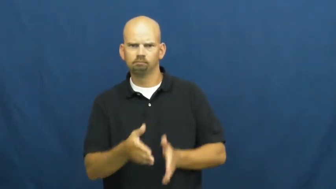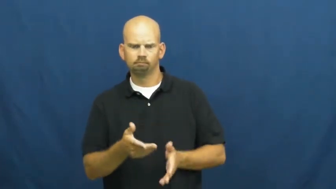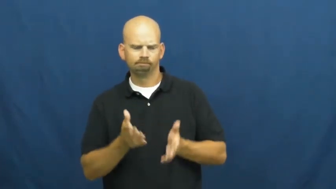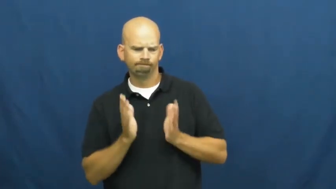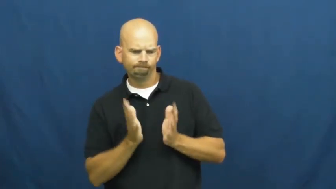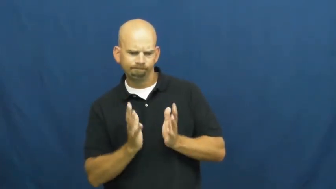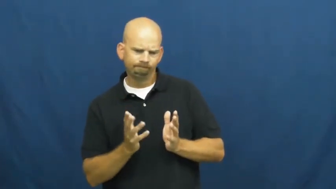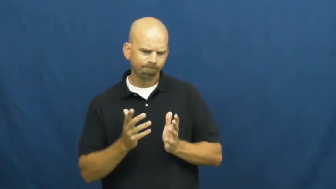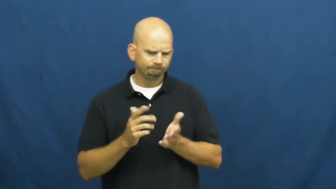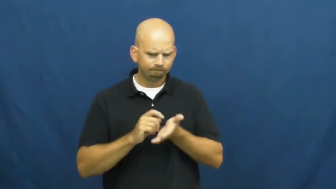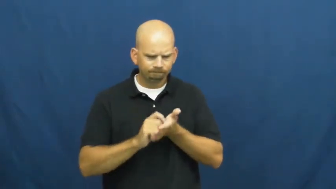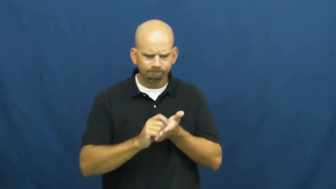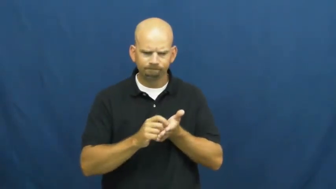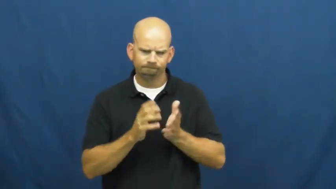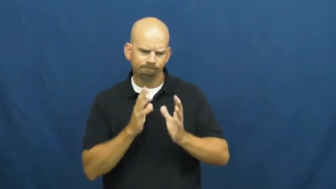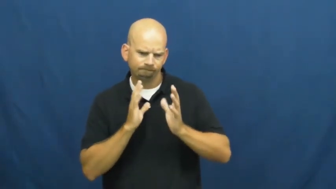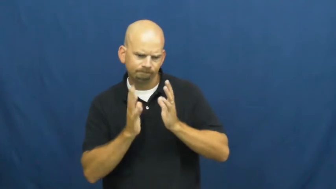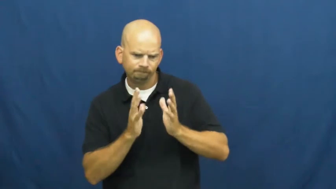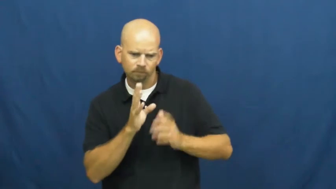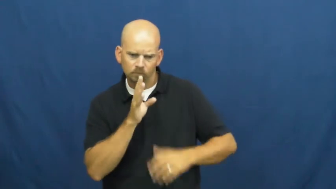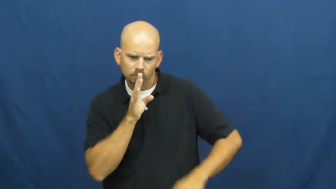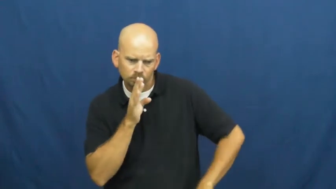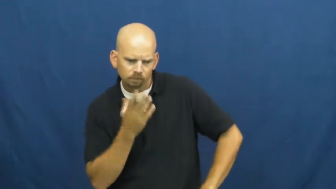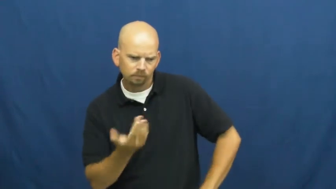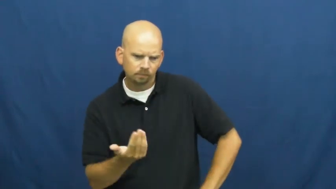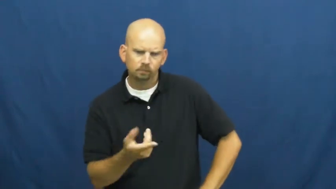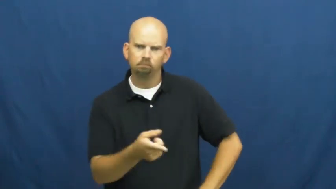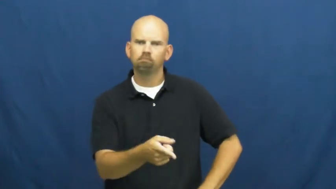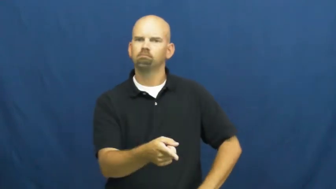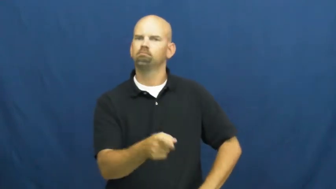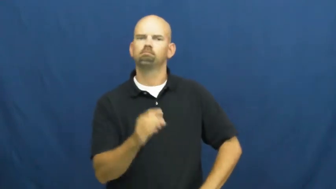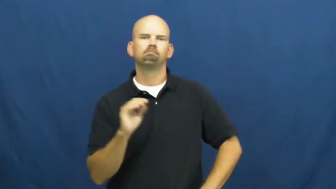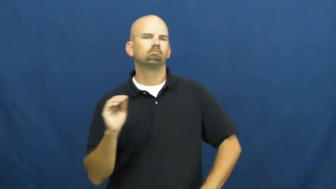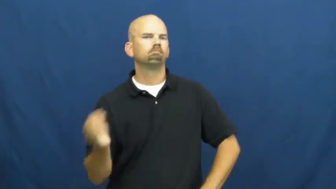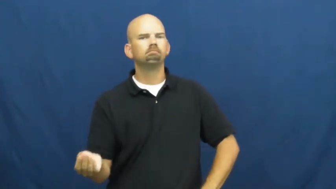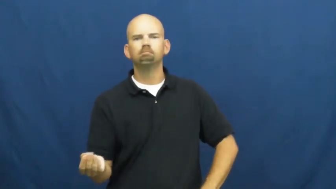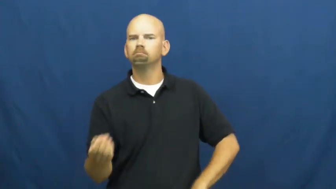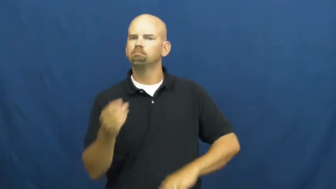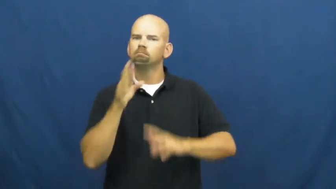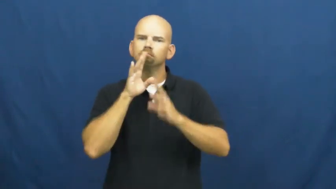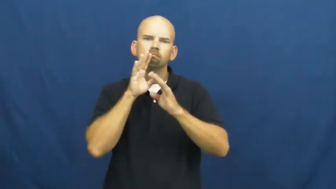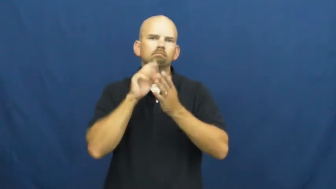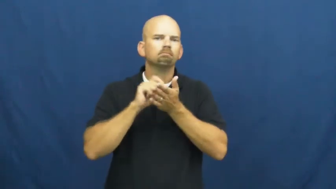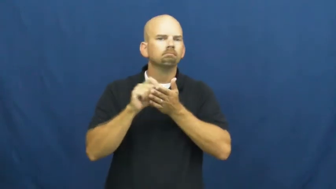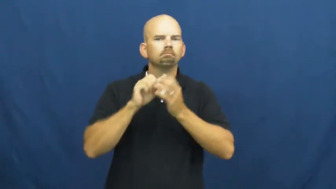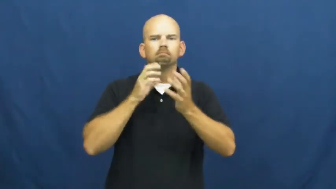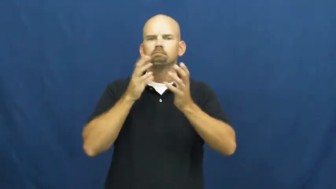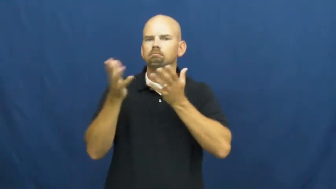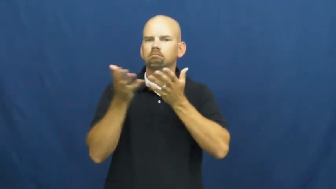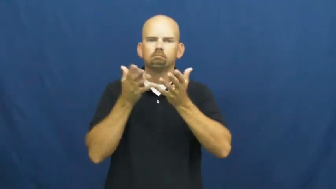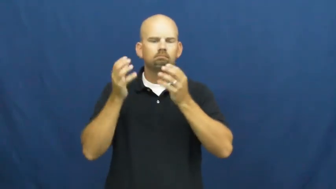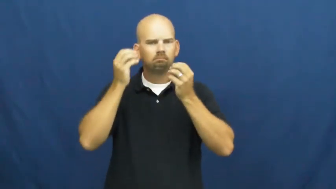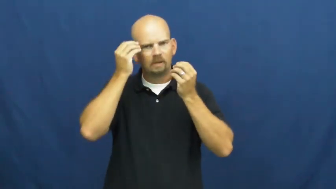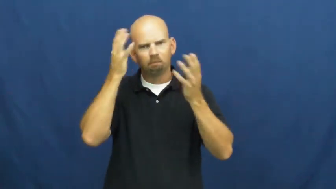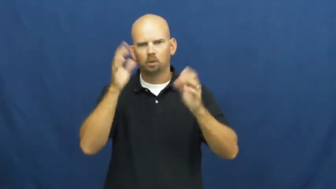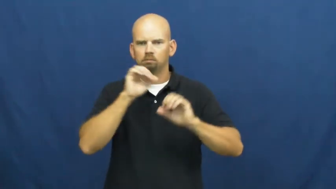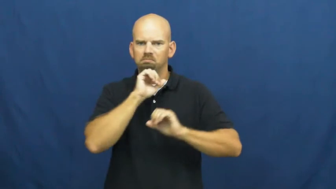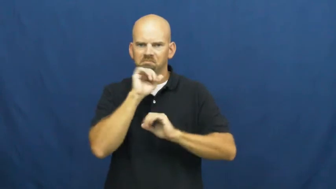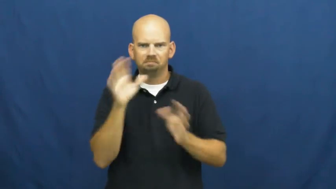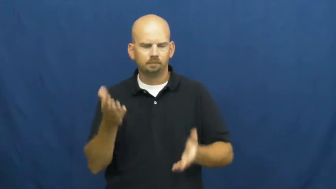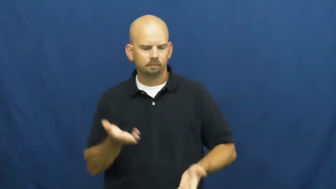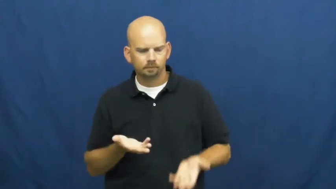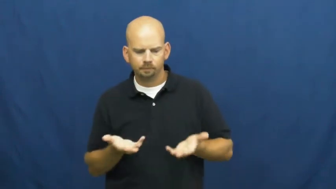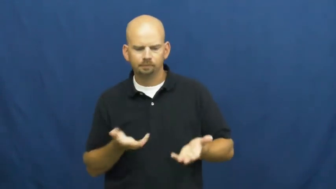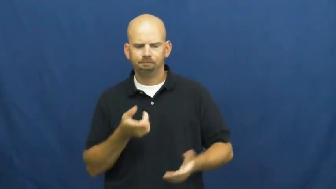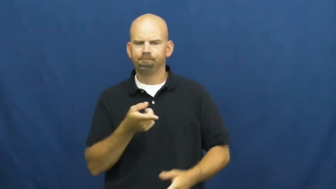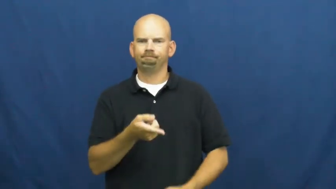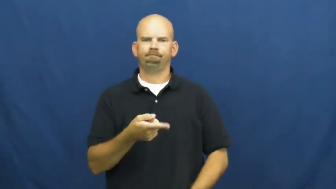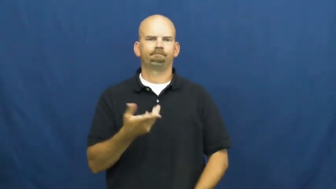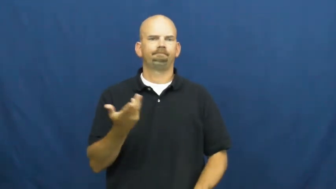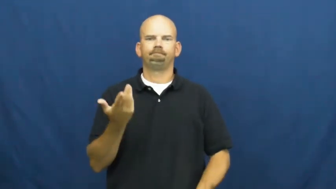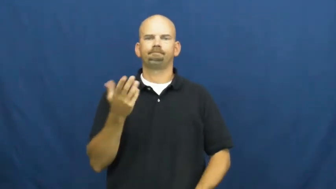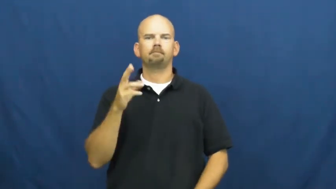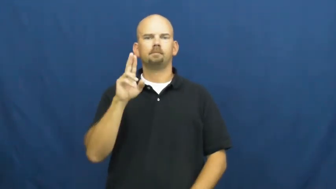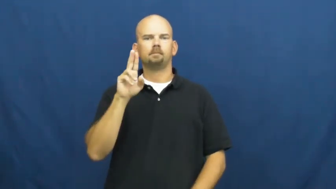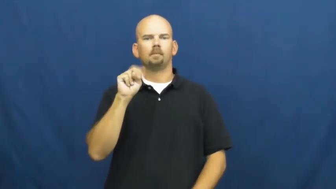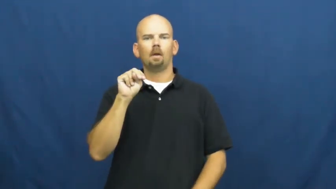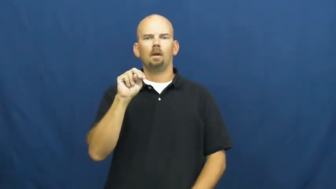uncommunicative